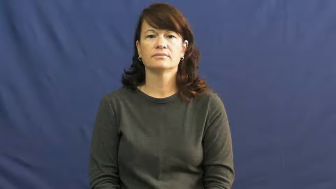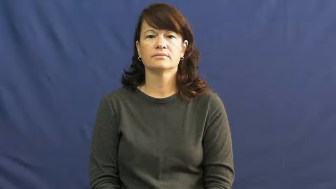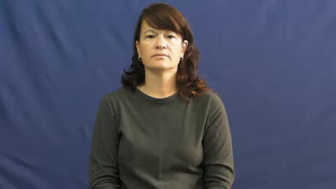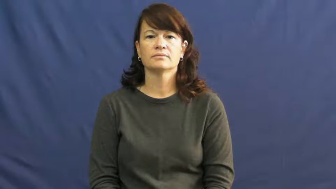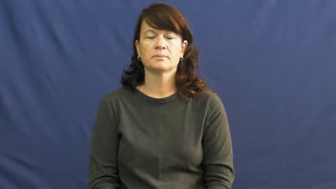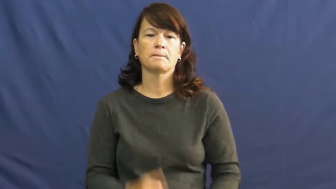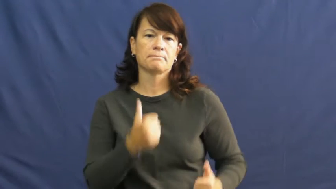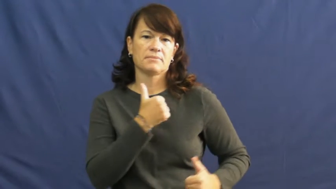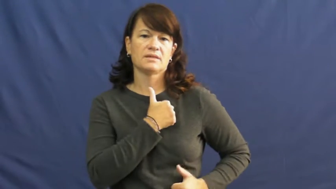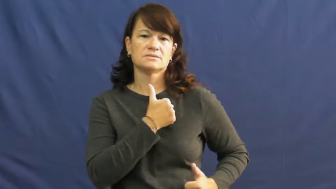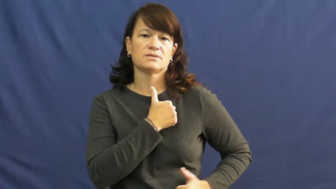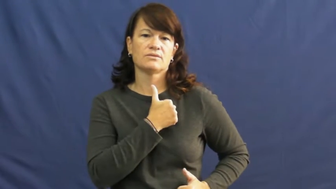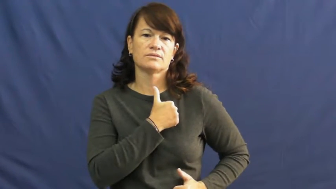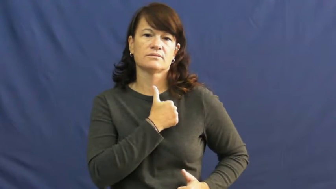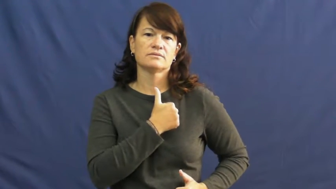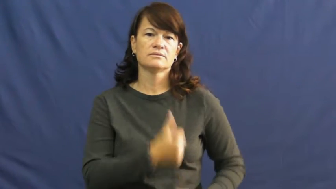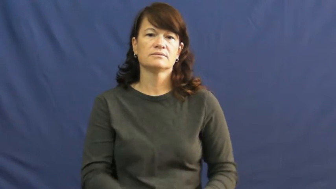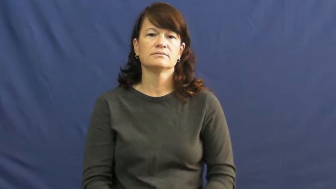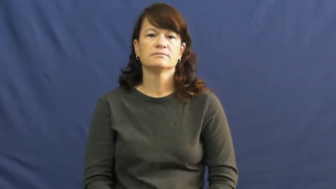military